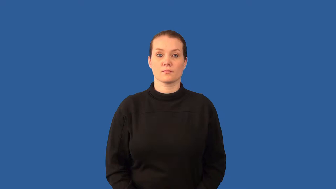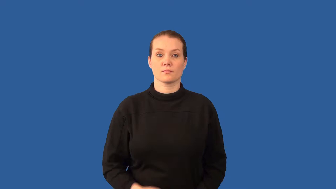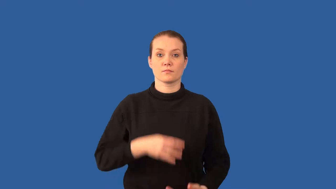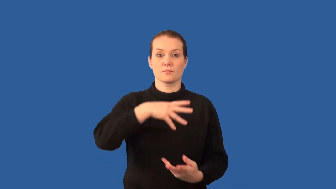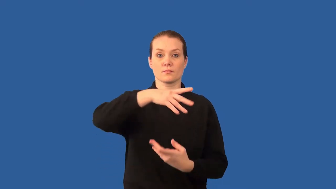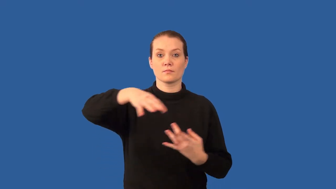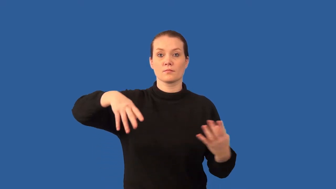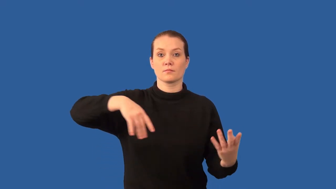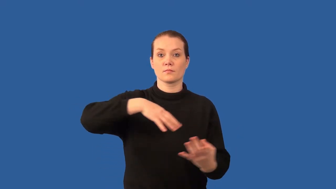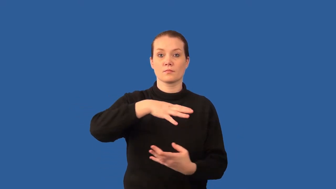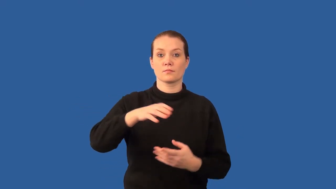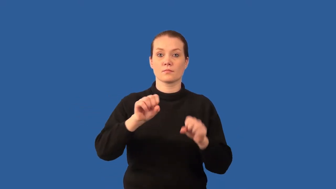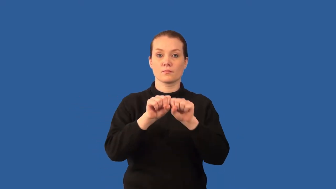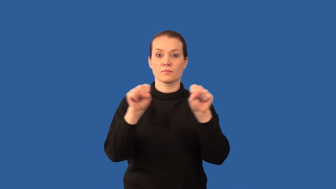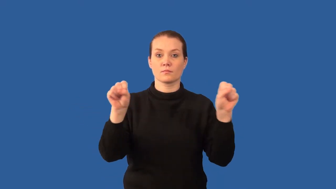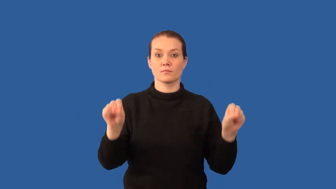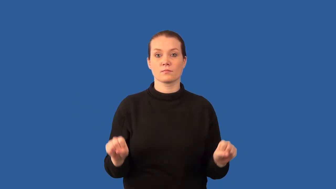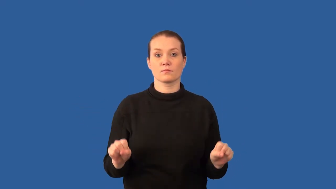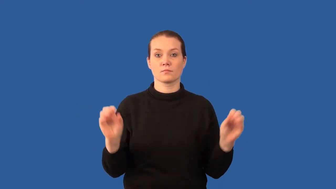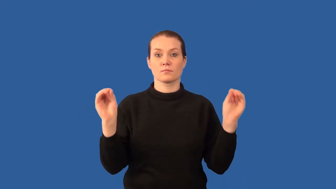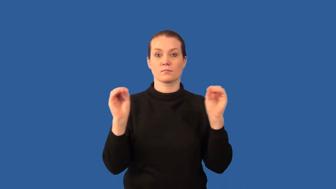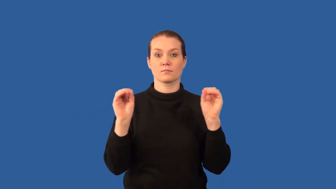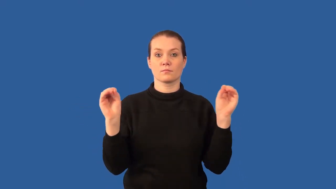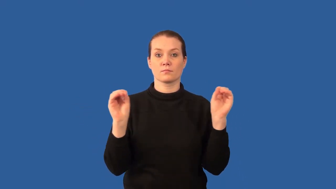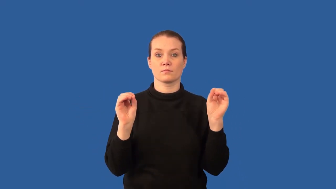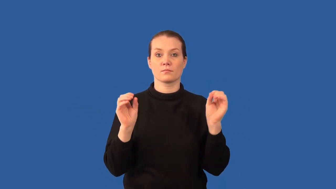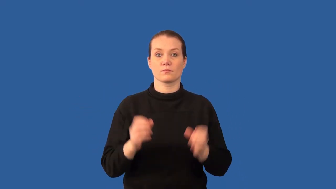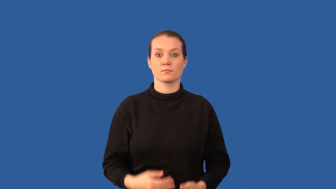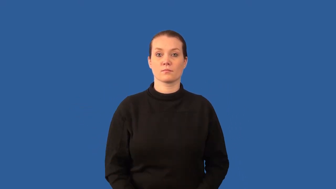nonvascular